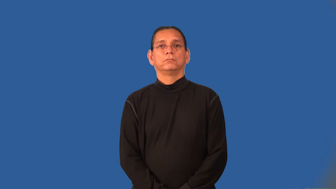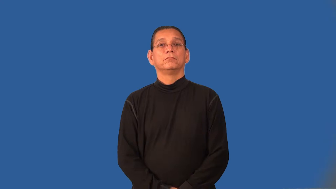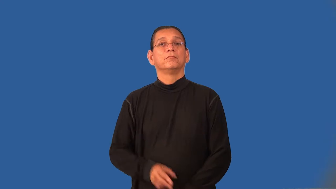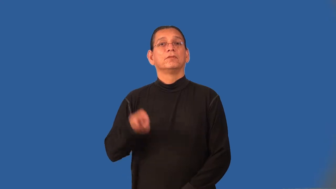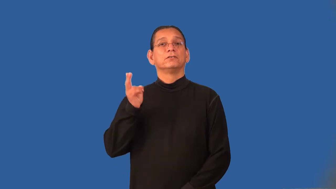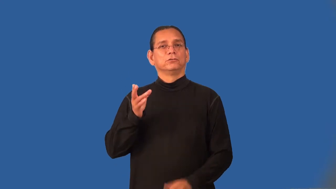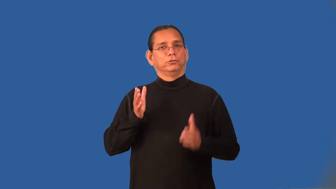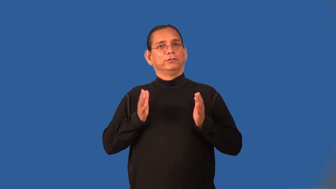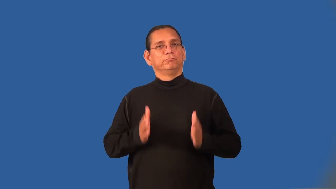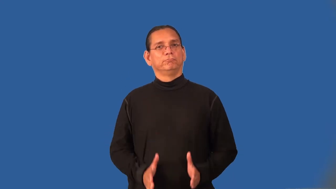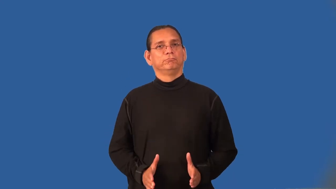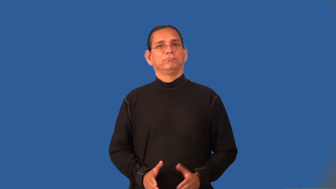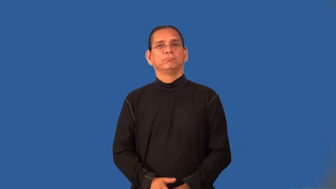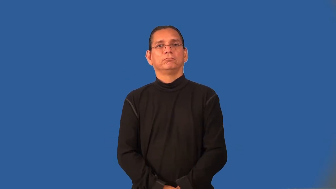historian,annalist,historiogapher